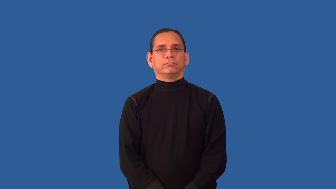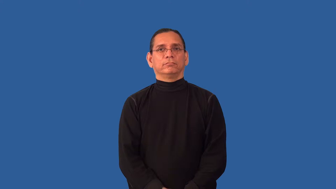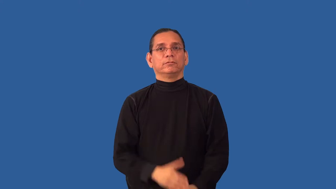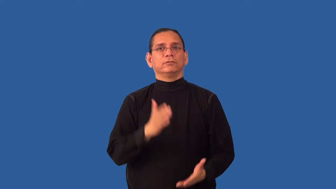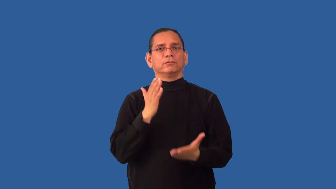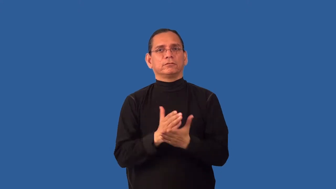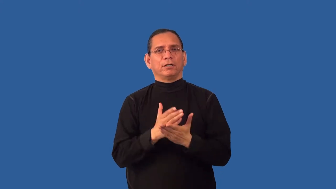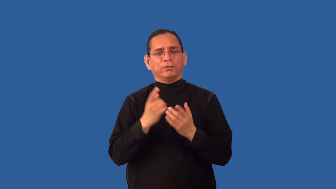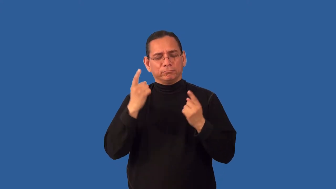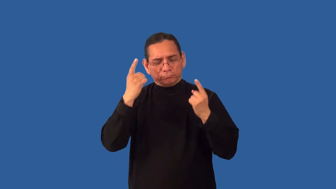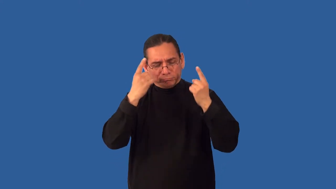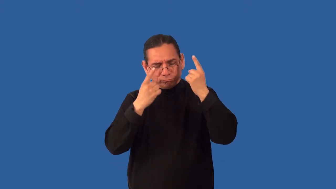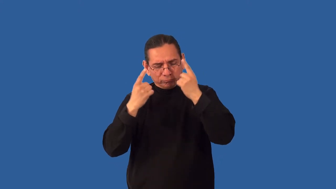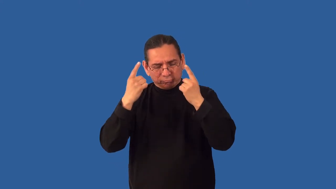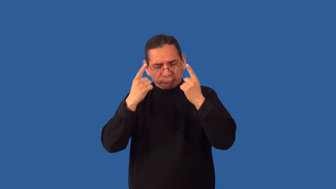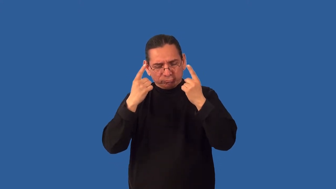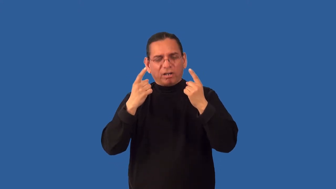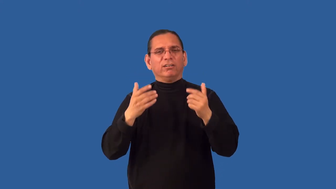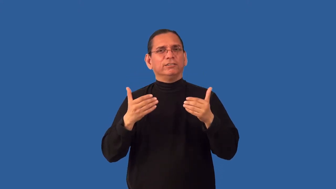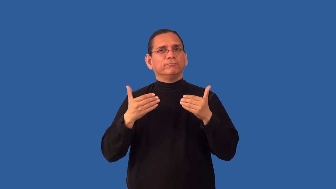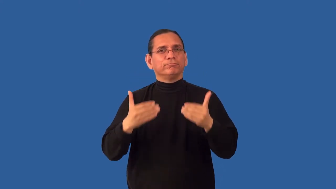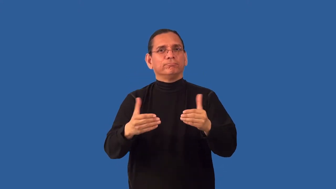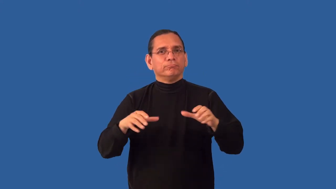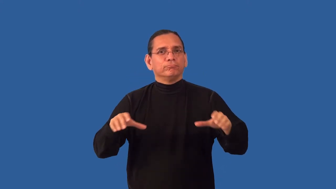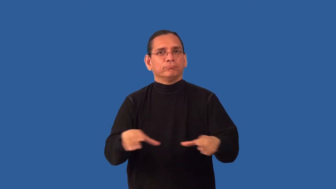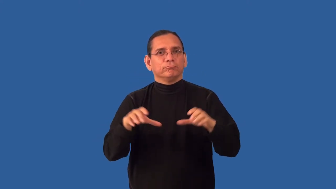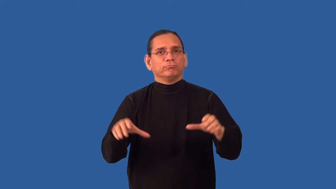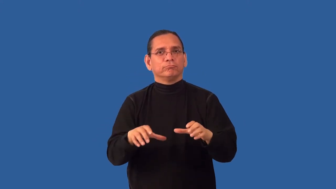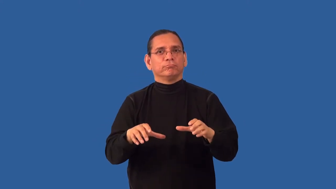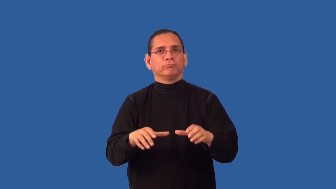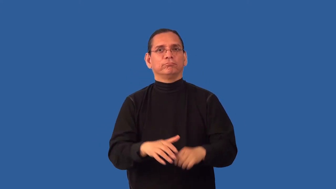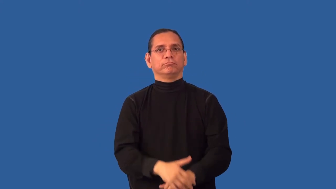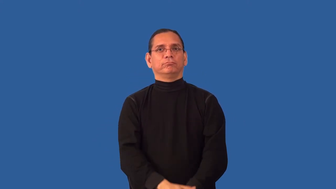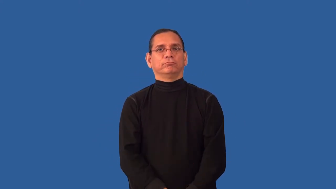regroup,rethink